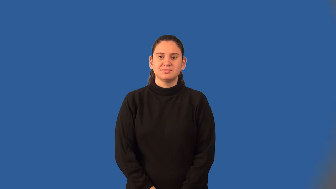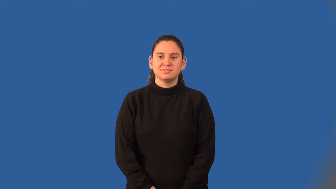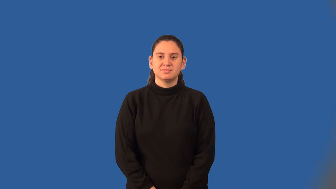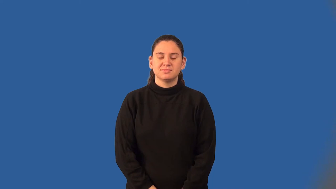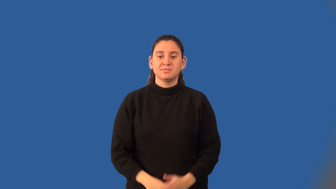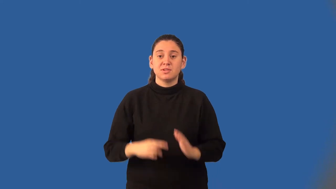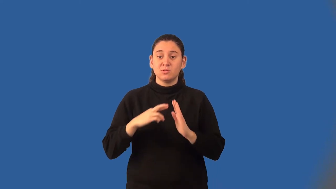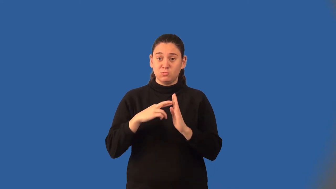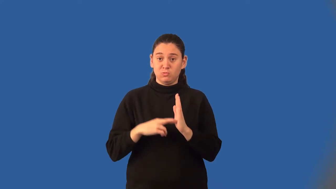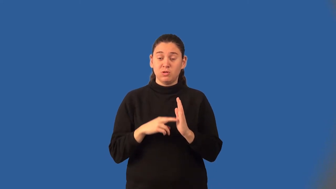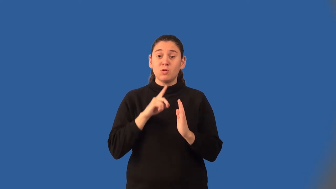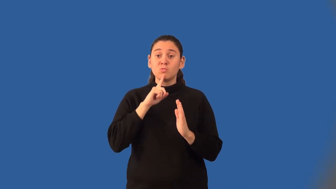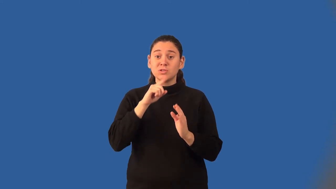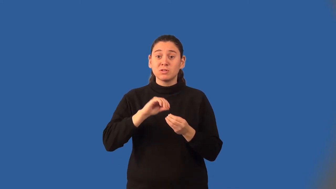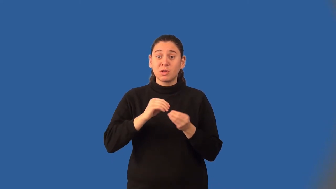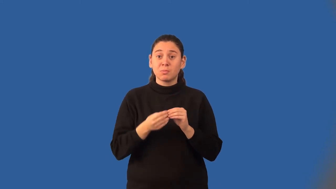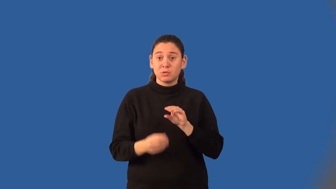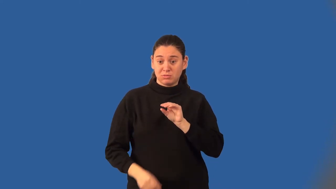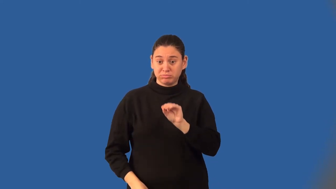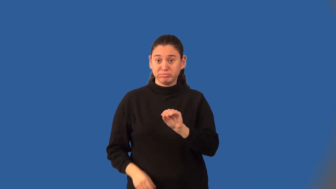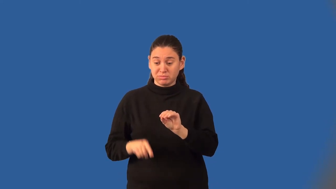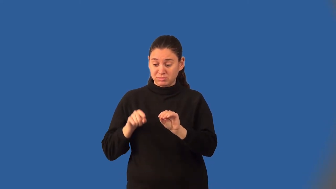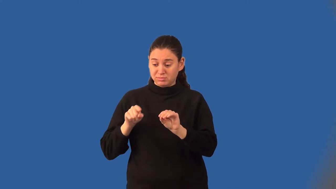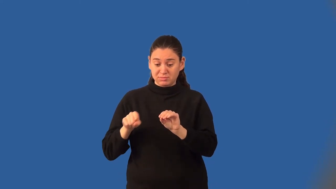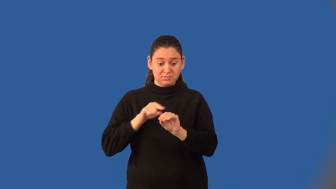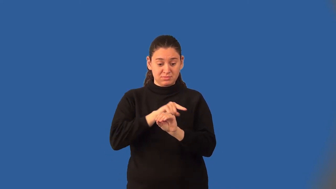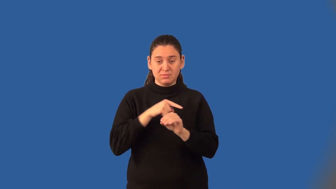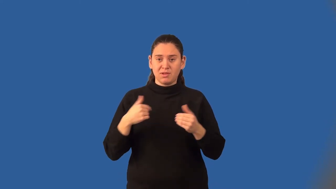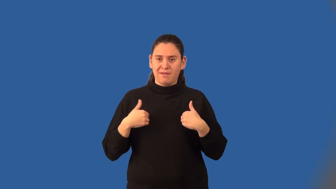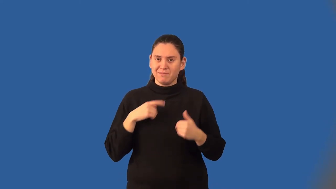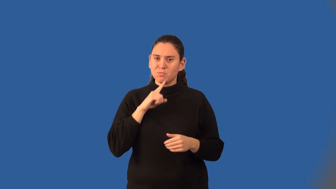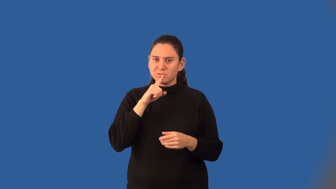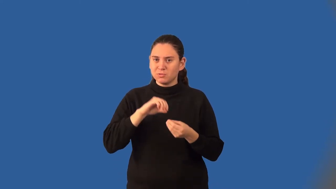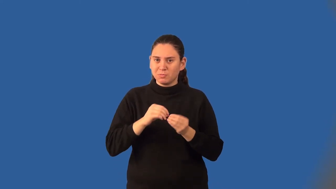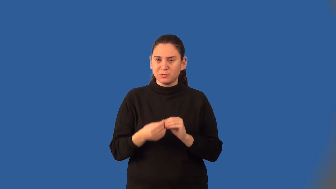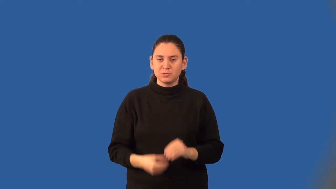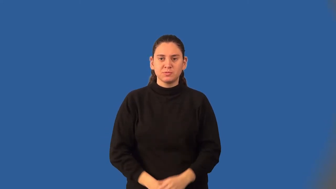density property for real numbers